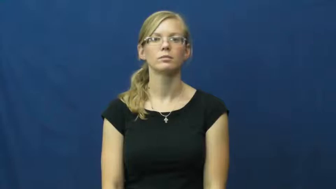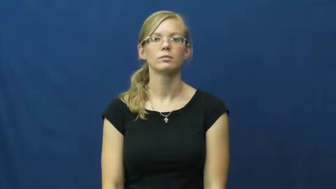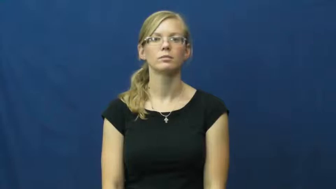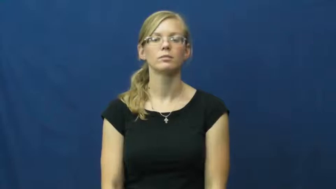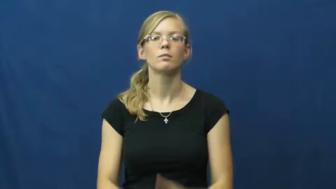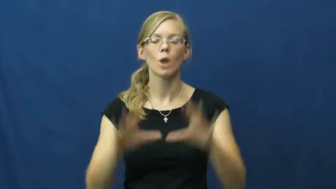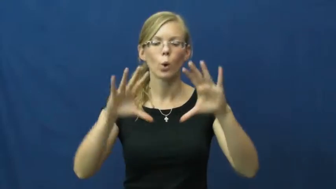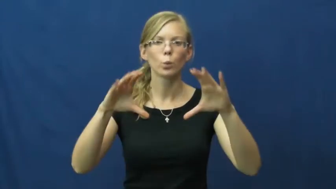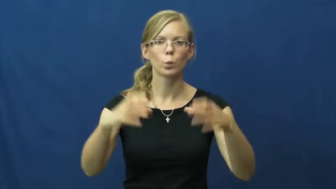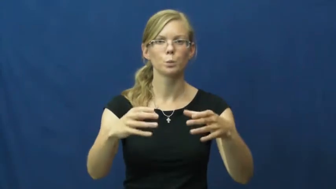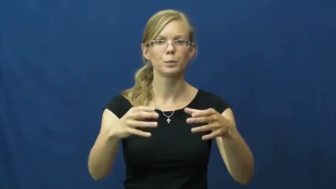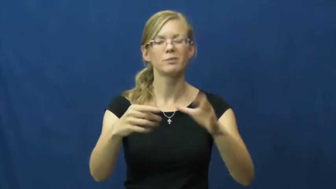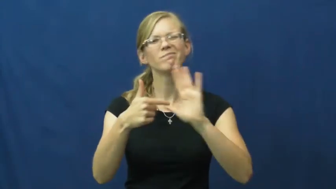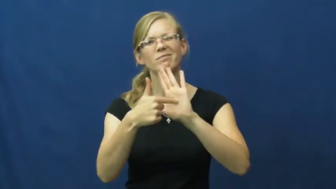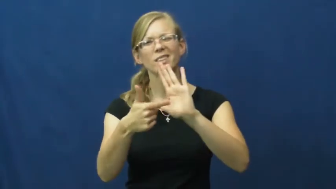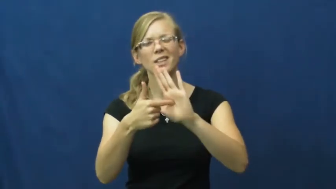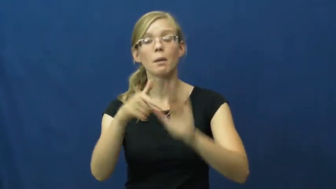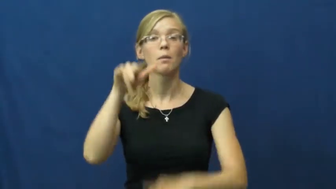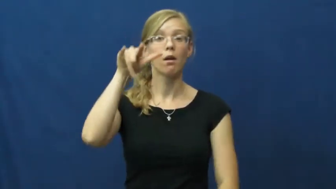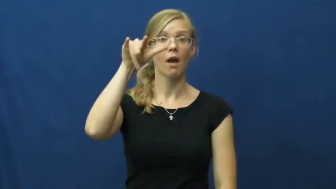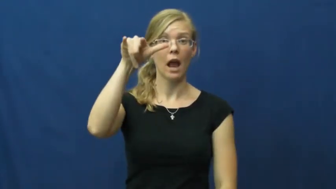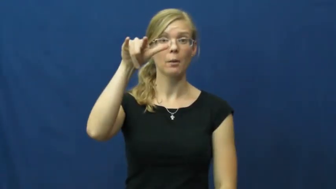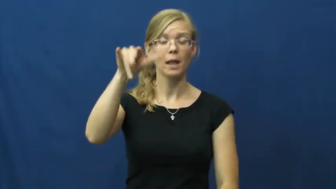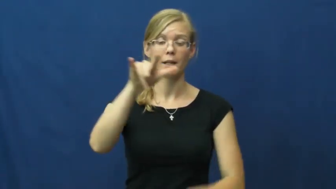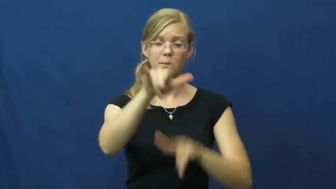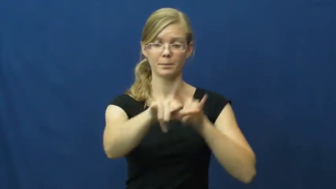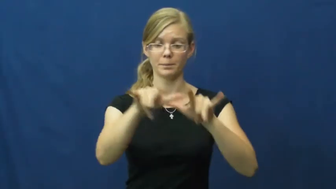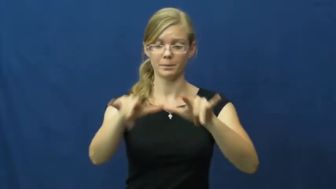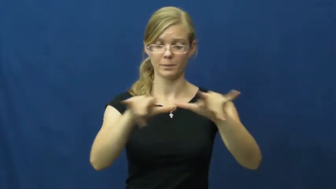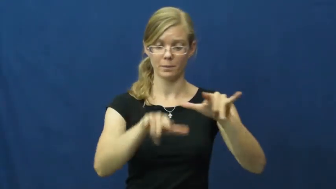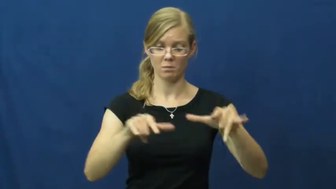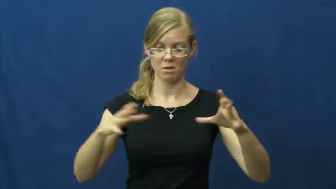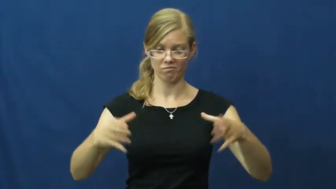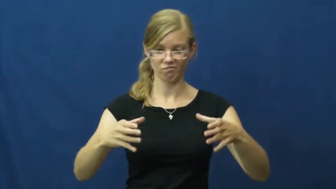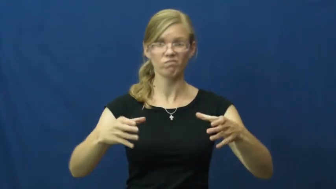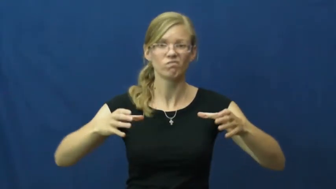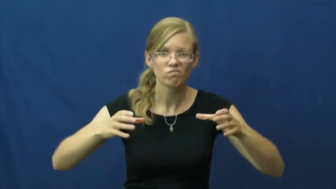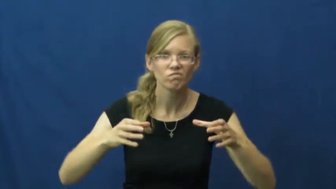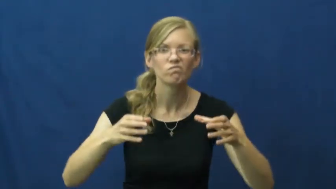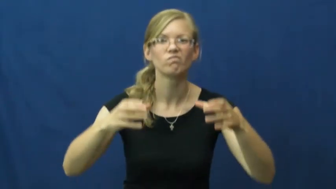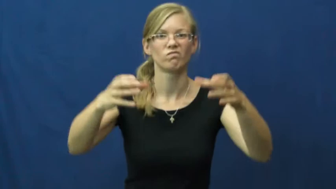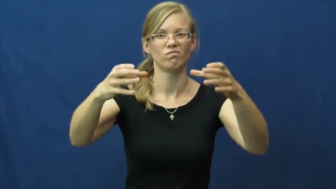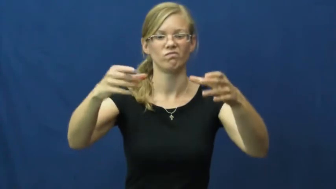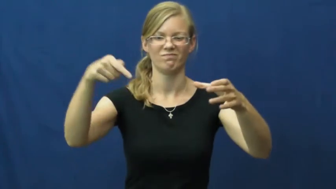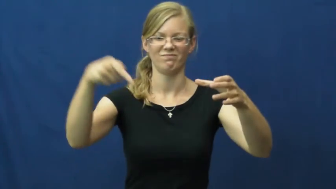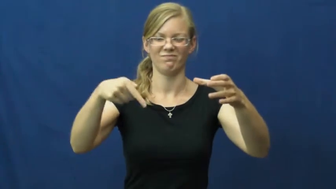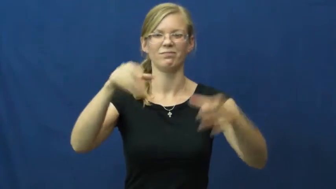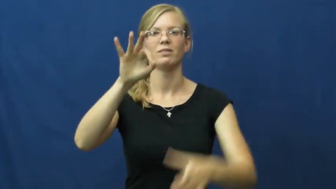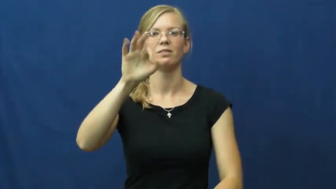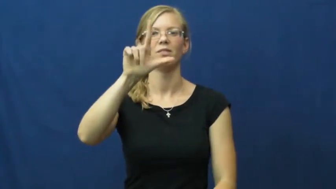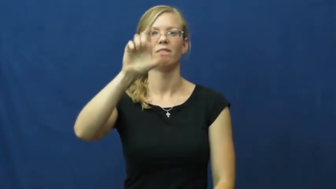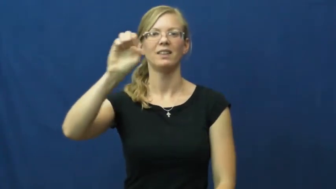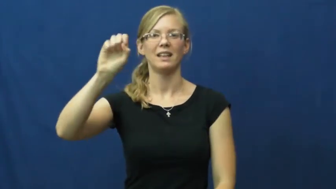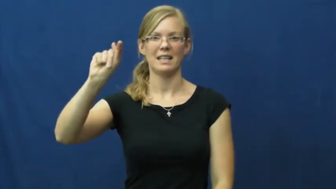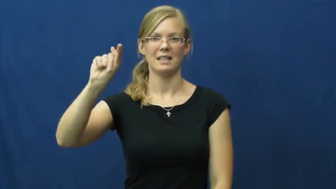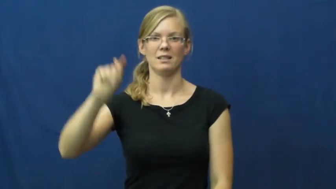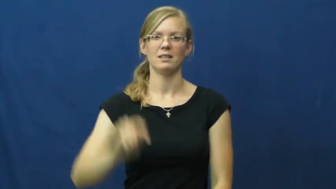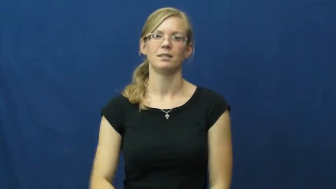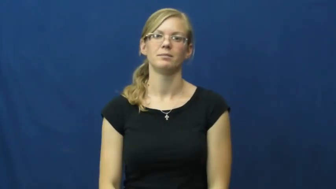fleet-group